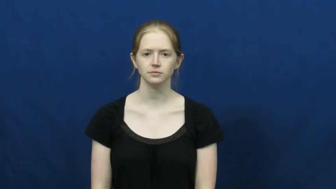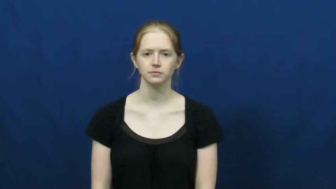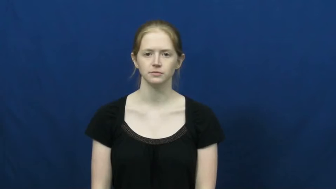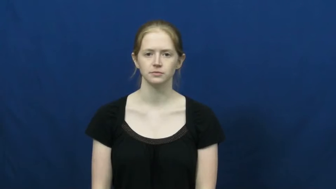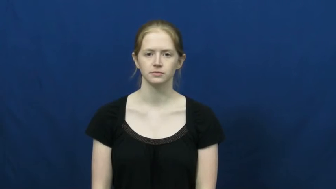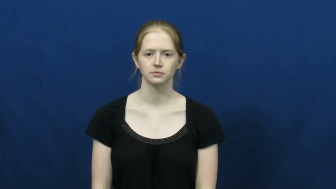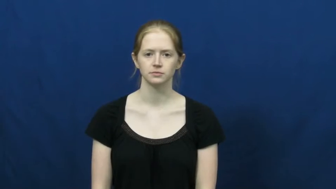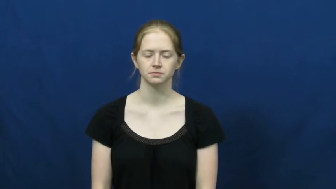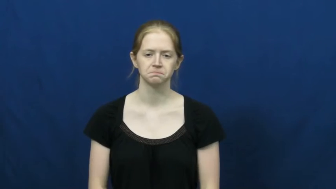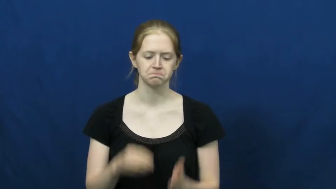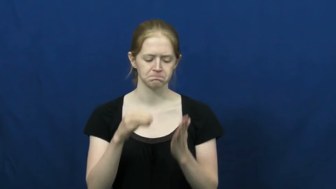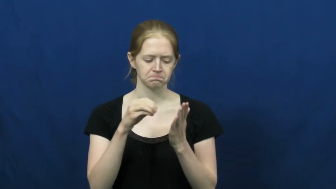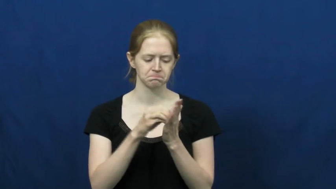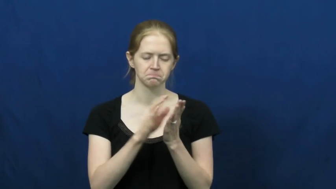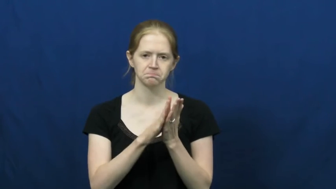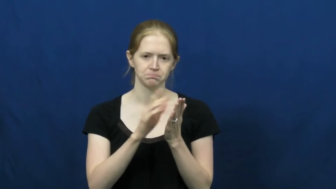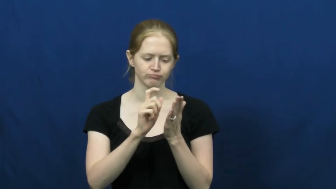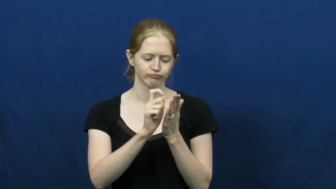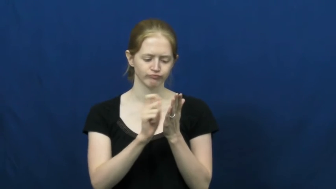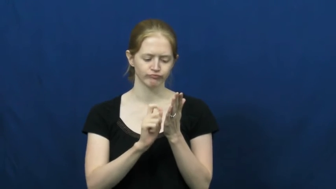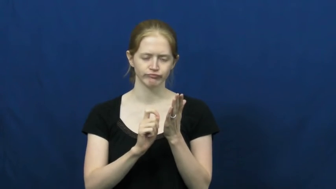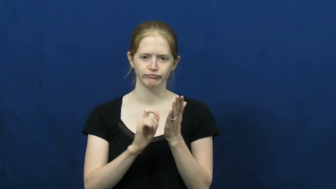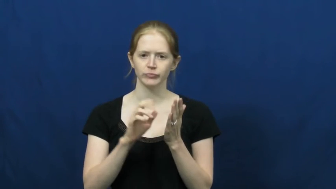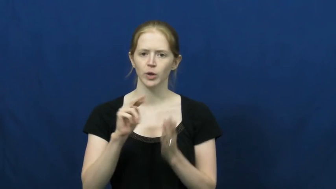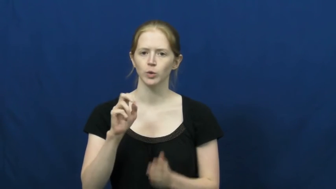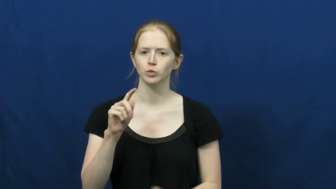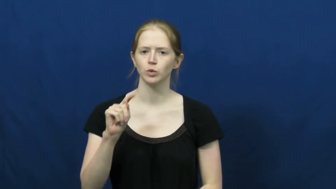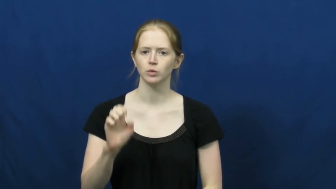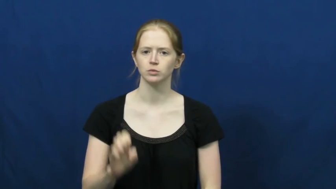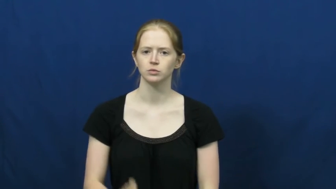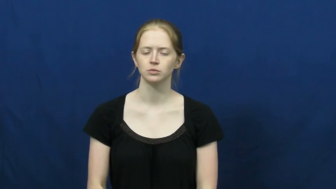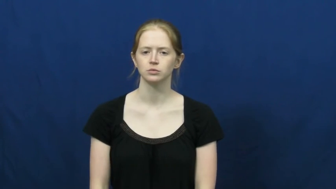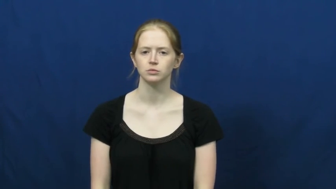jot down,put down,take down,write down,copy down,complete,enter